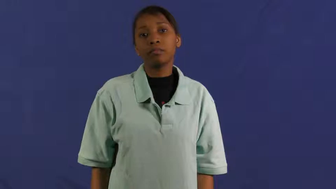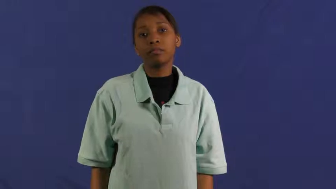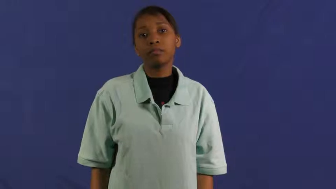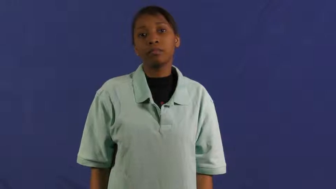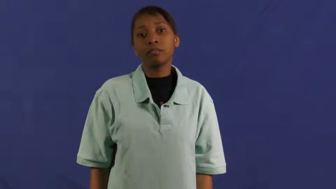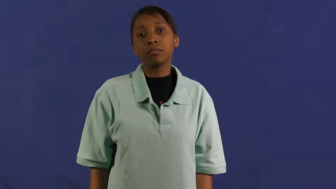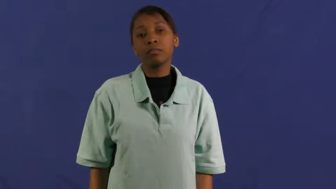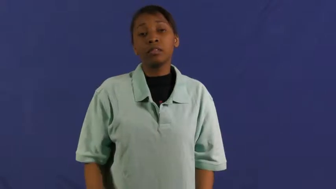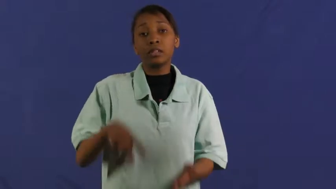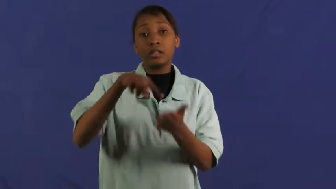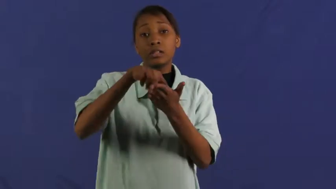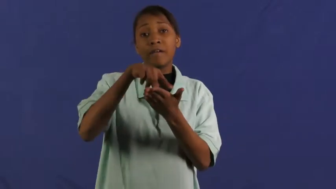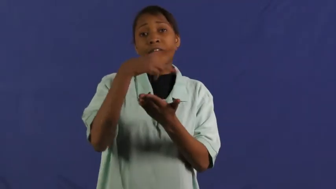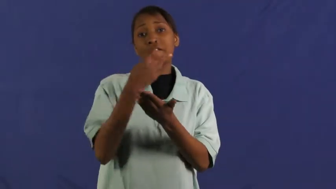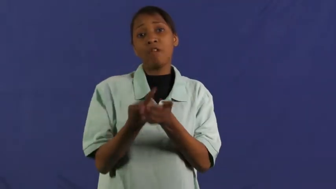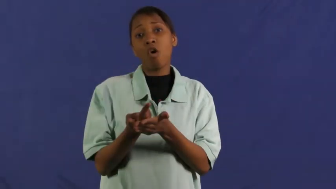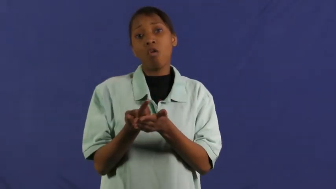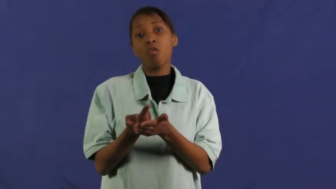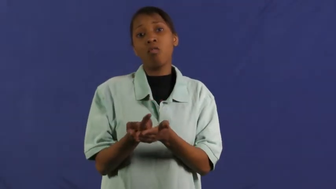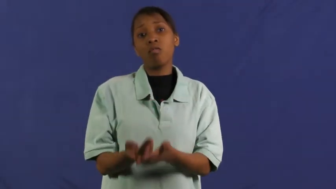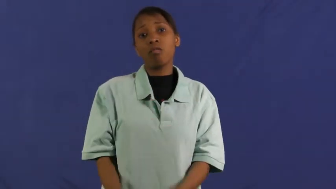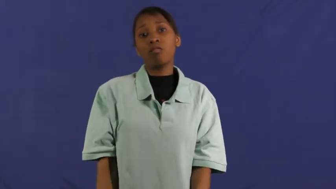go down-fall